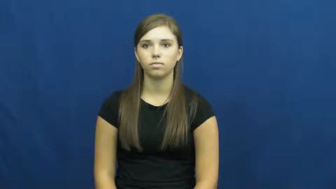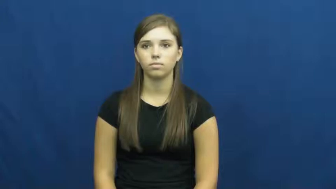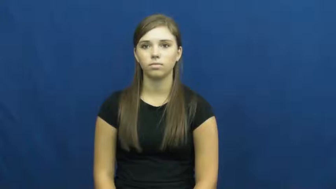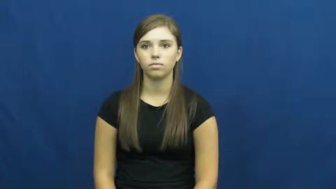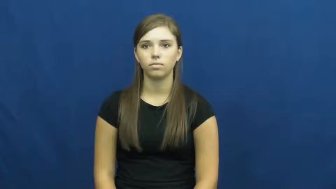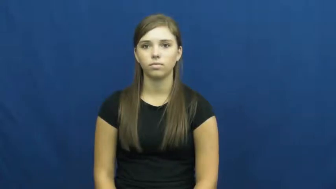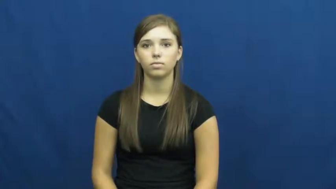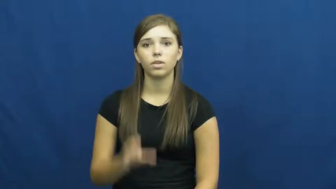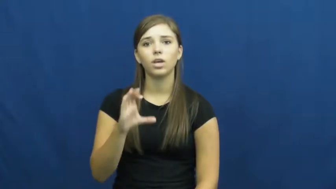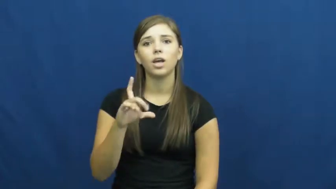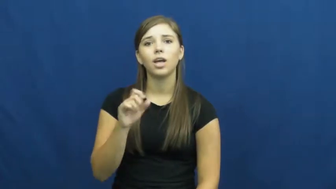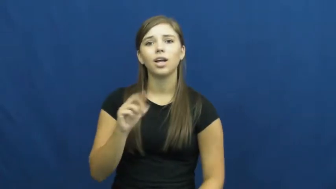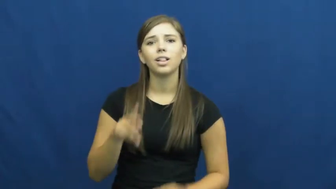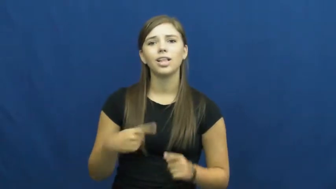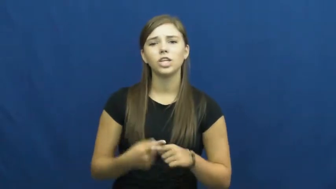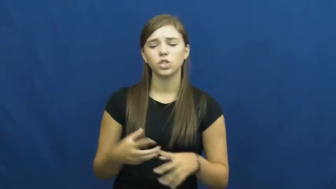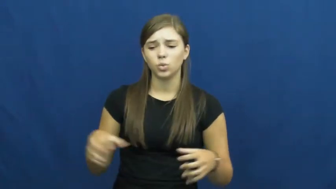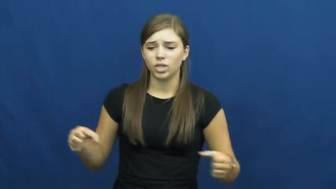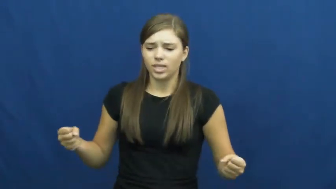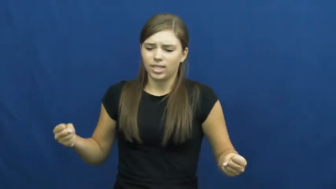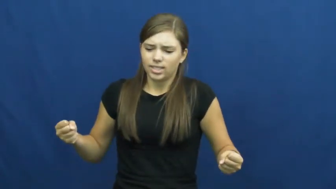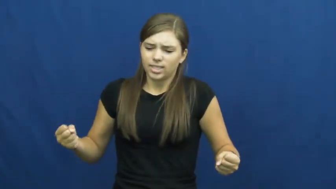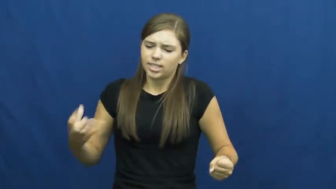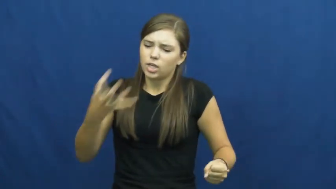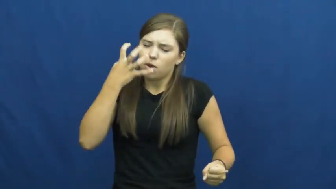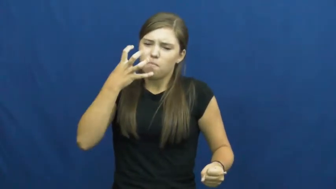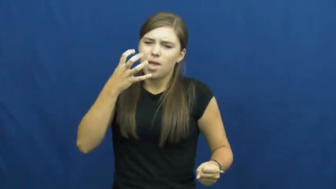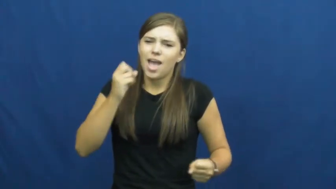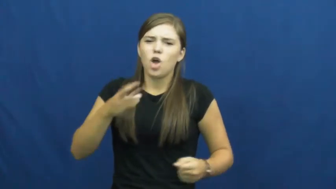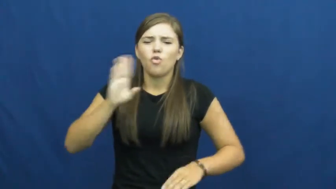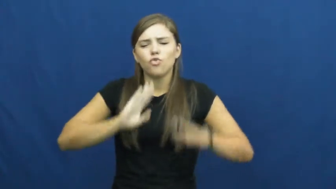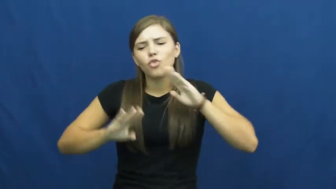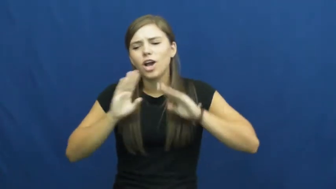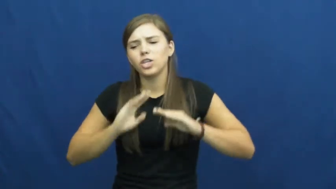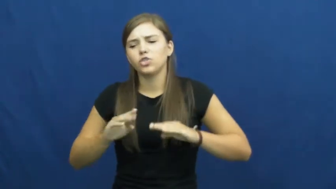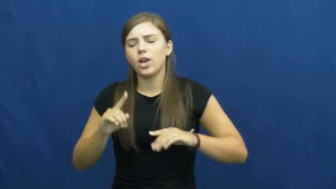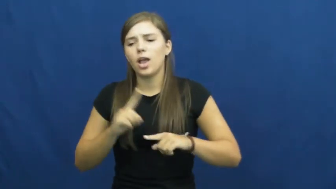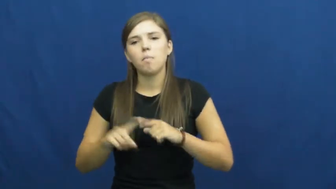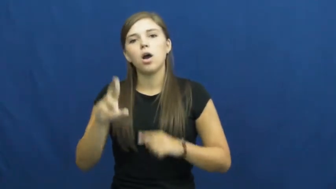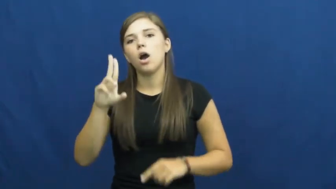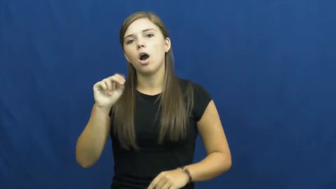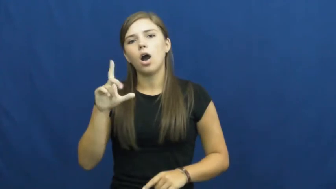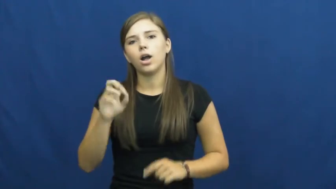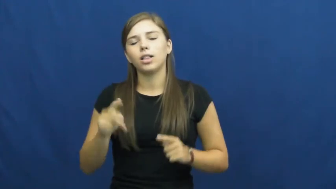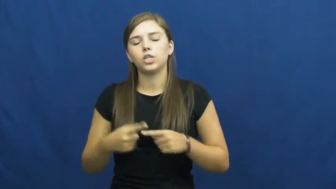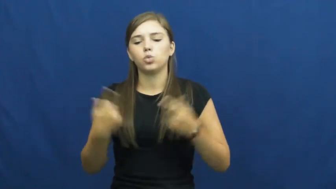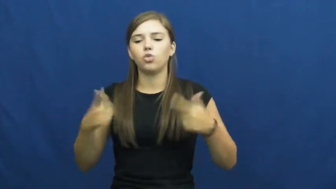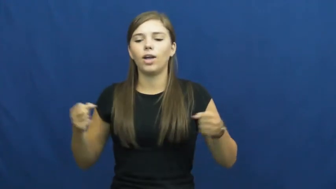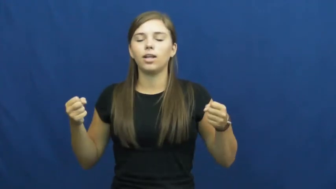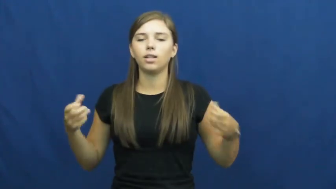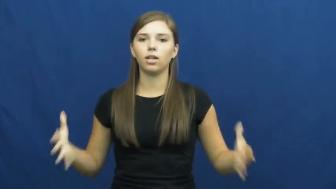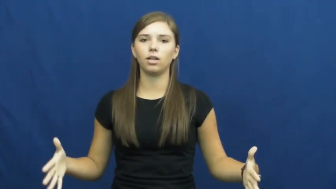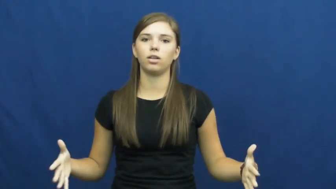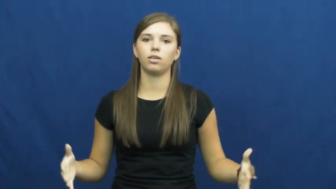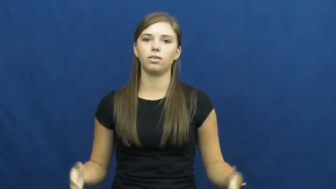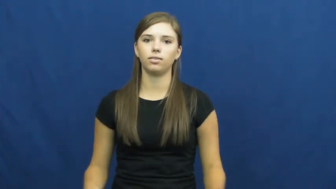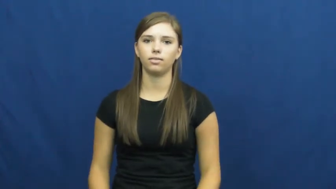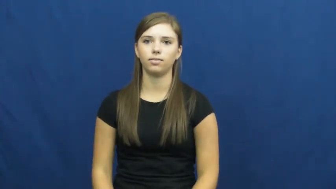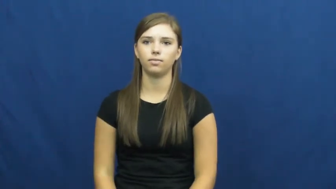unclench